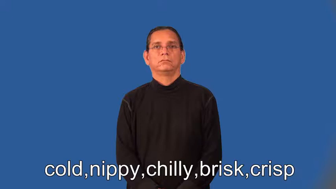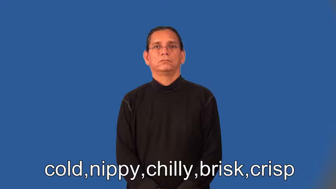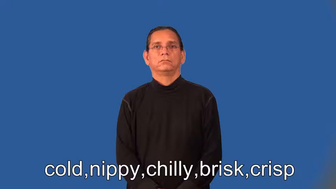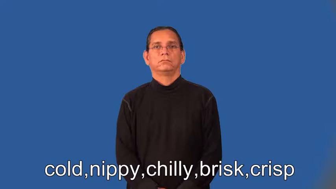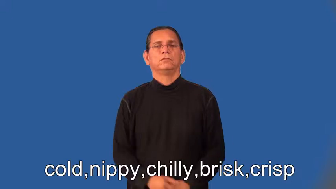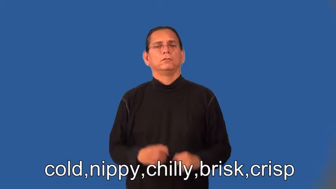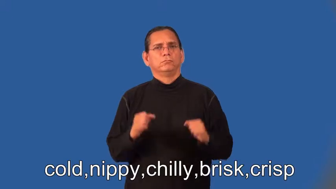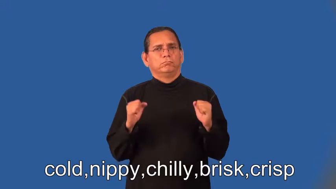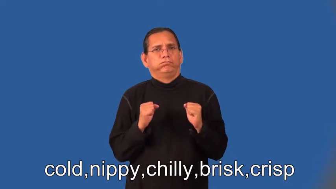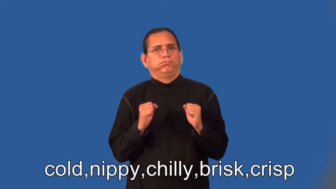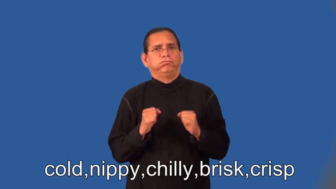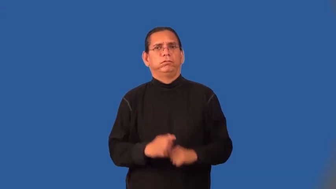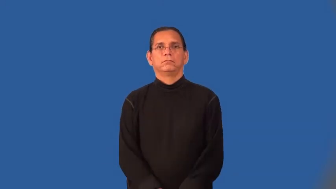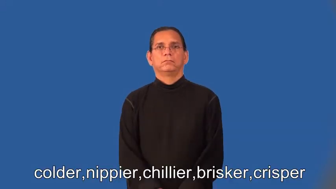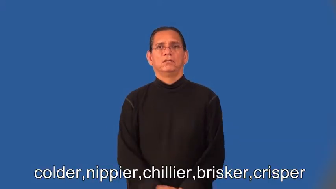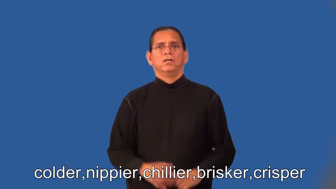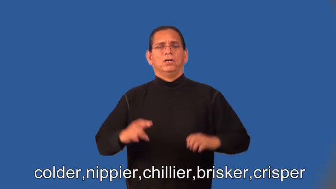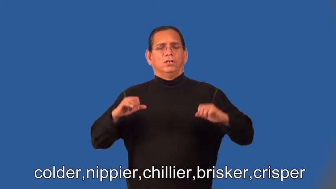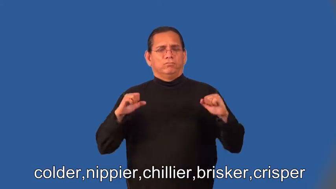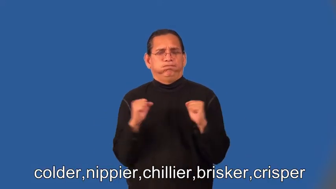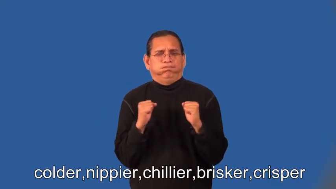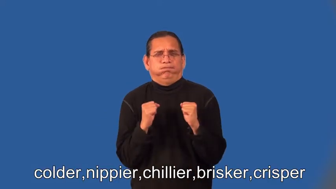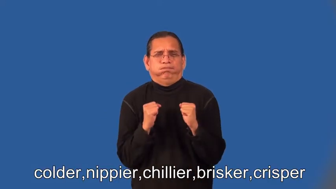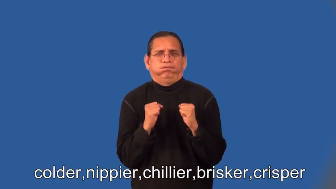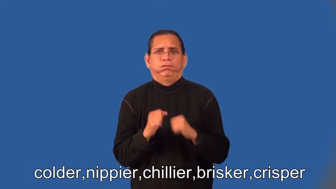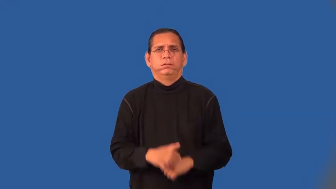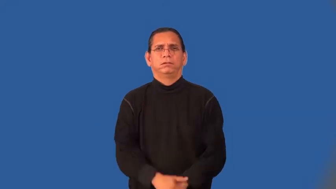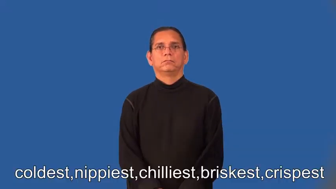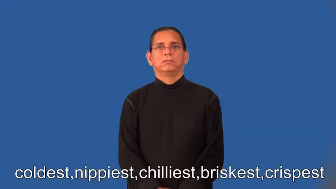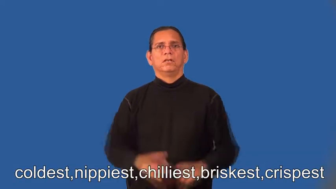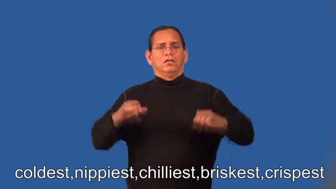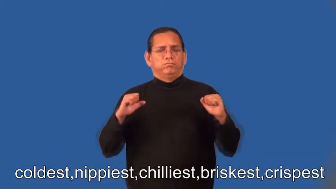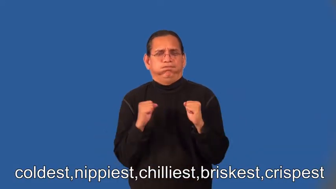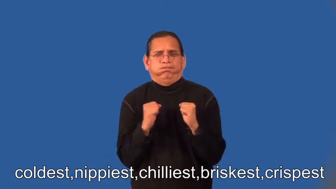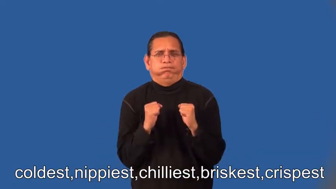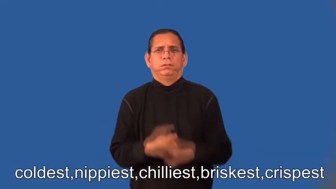colder,nippier,chillier,brisker,crisper,coldest,nippiest,chilliest,briskest,crispest